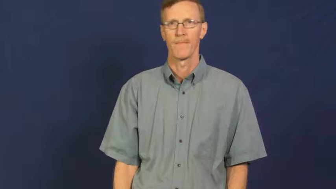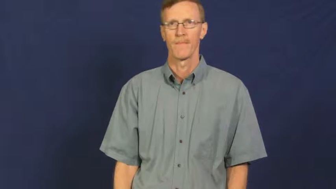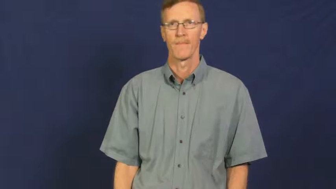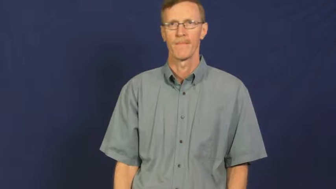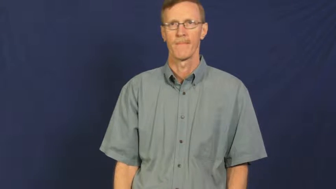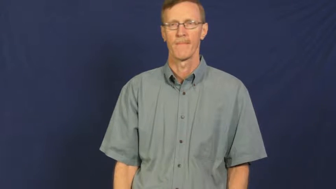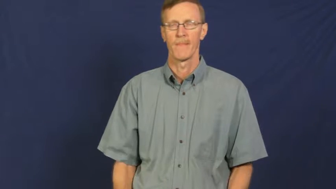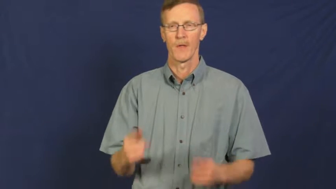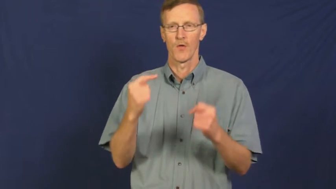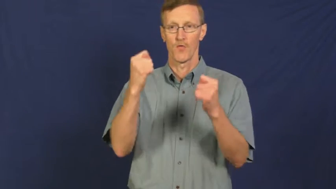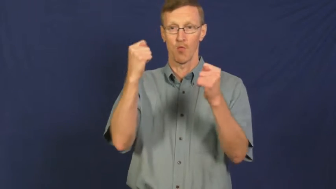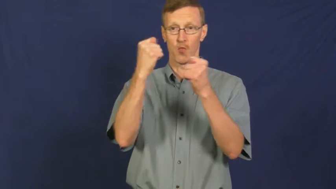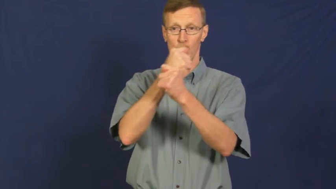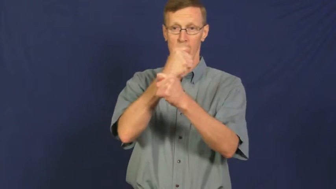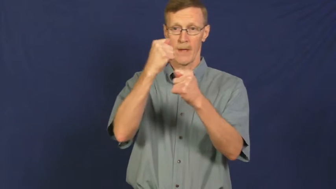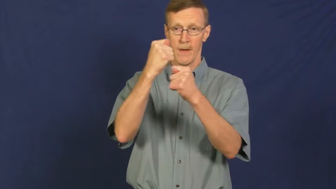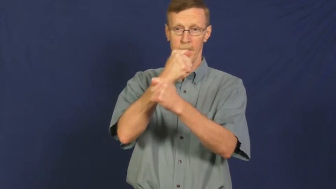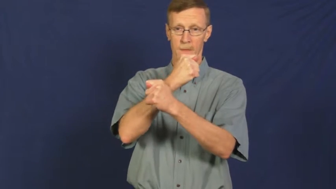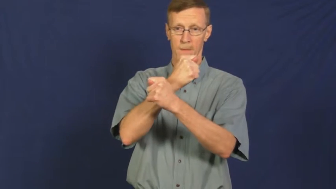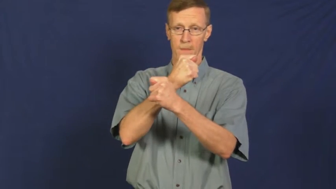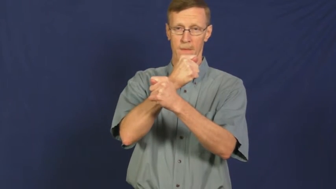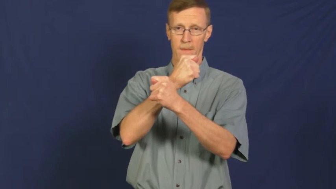trigonometry